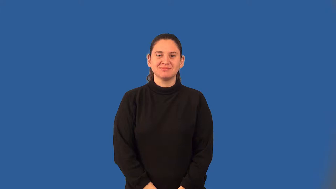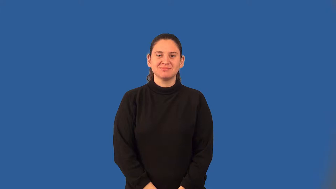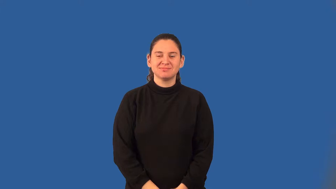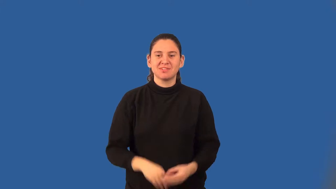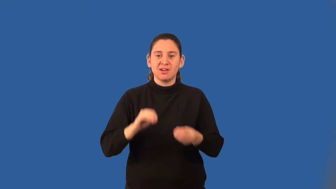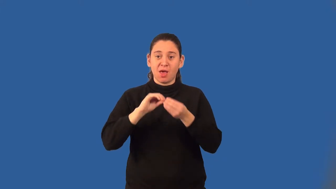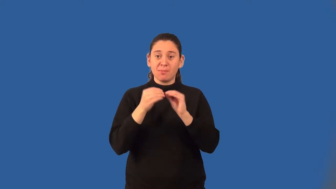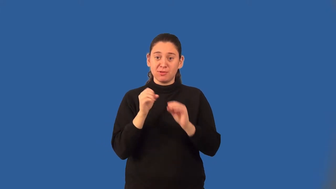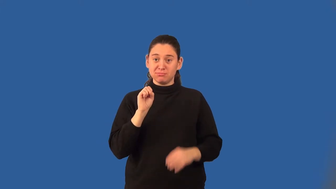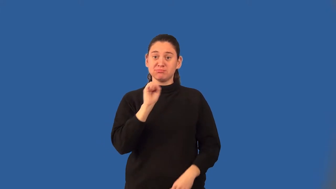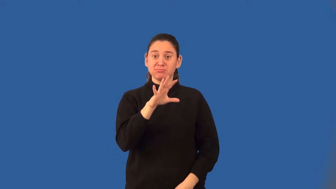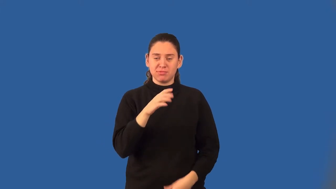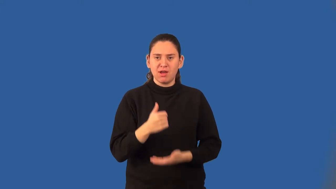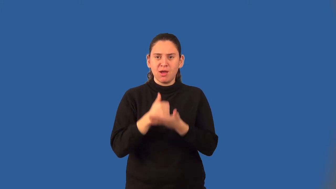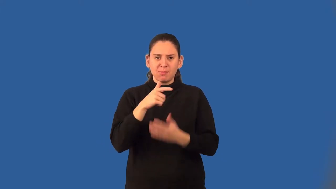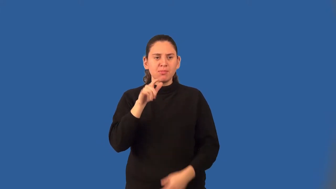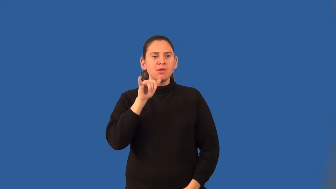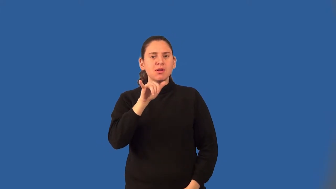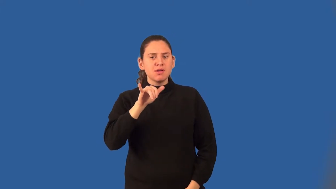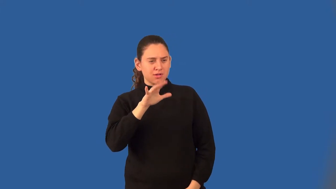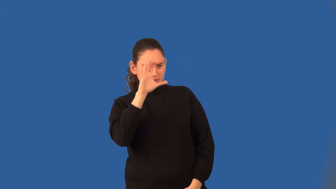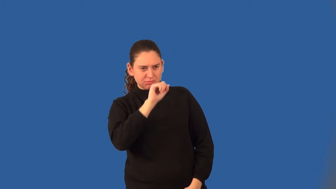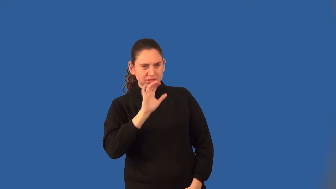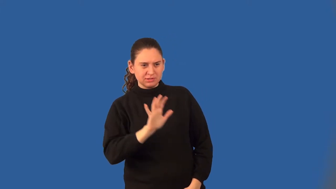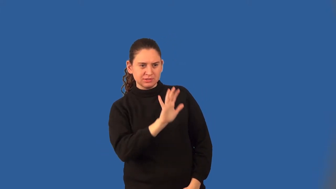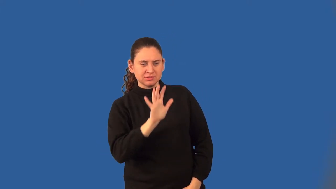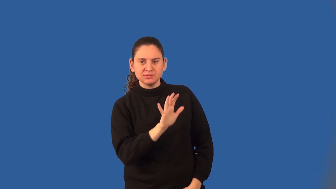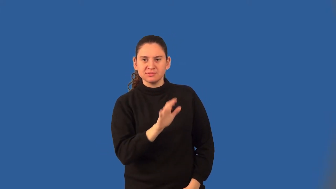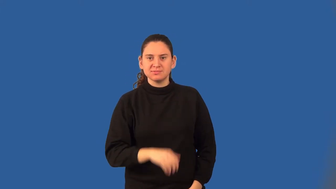benchmark number